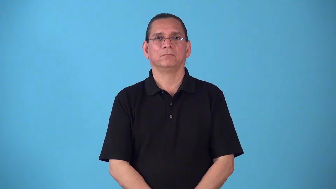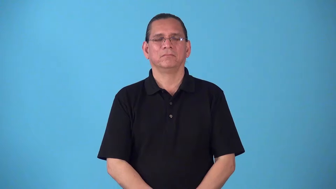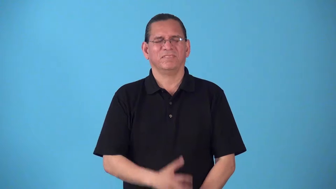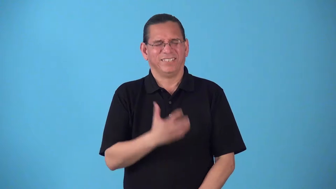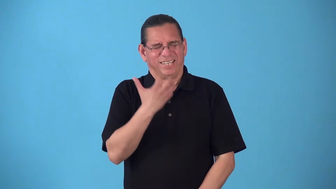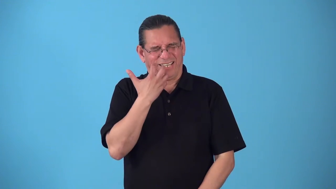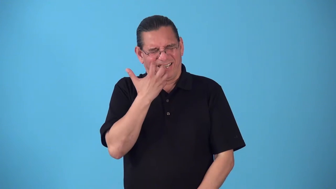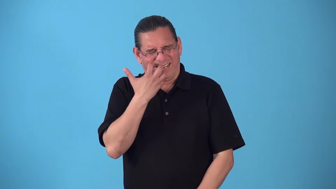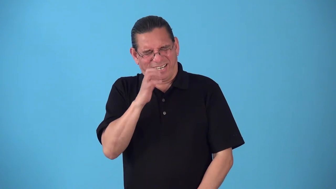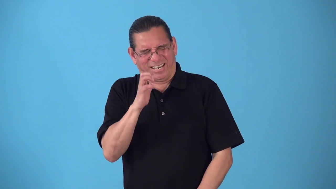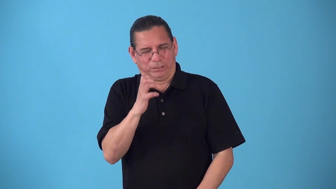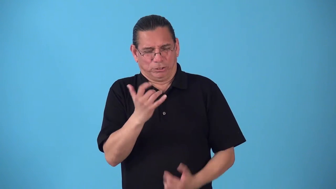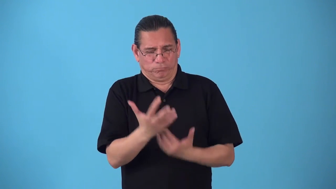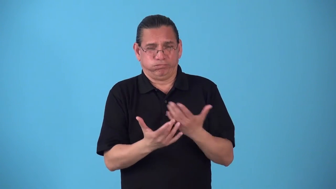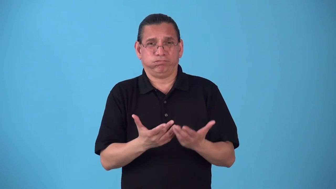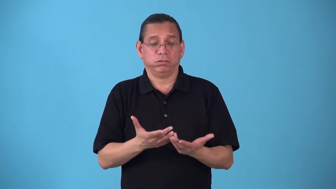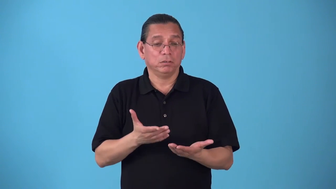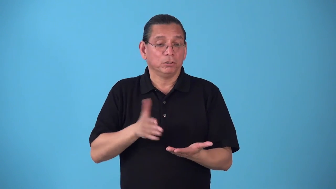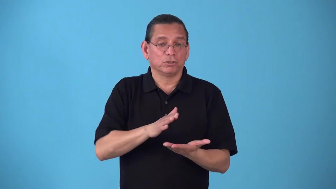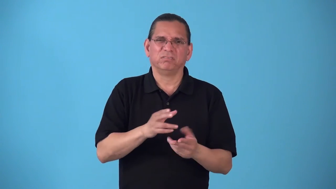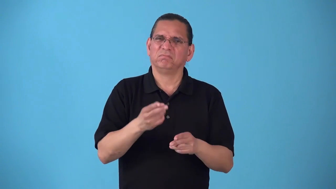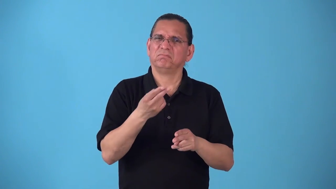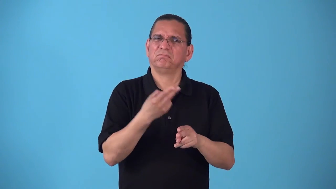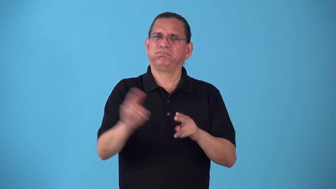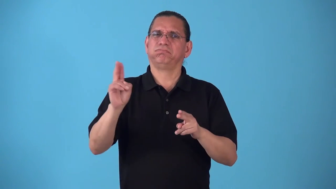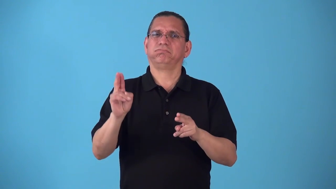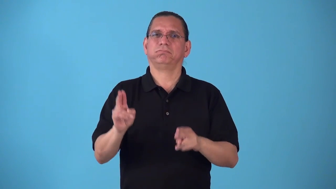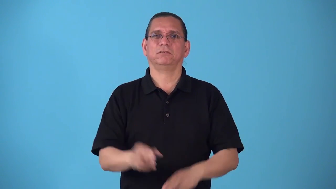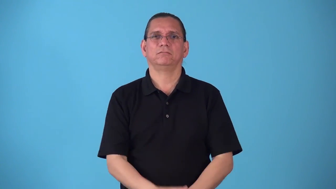saute